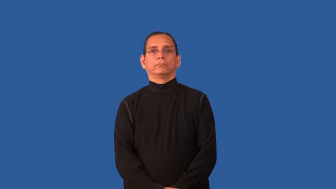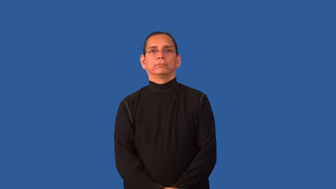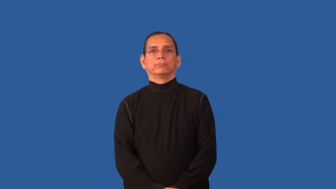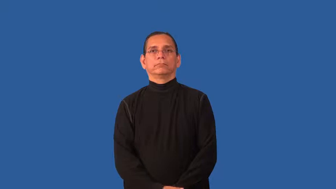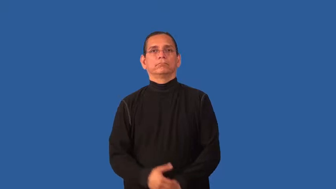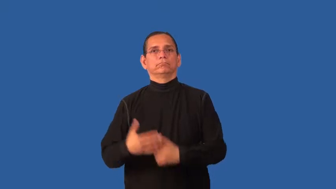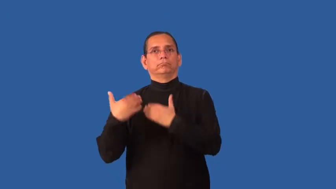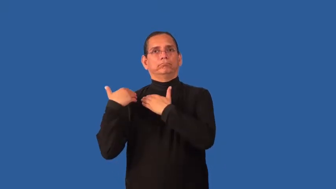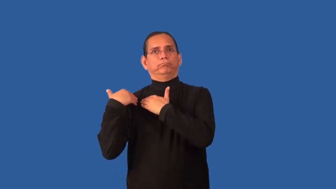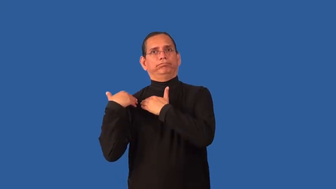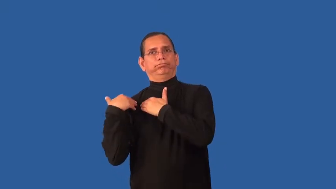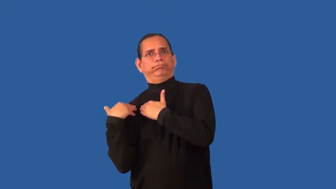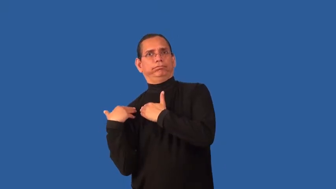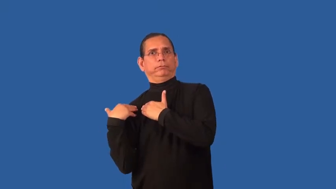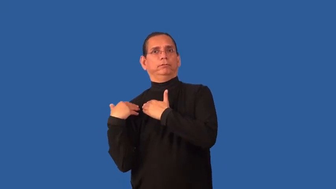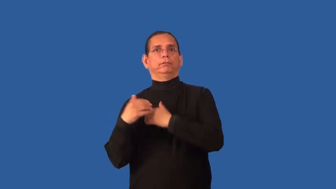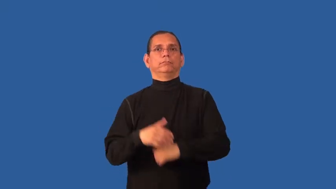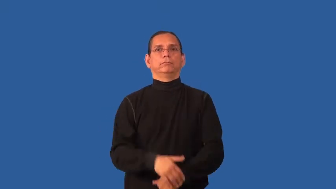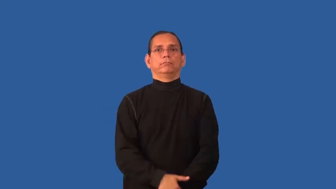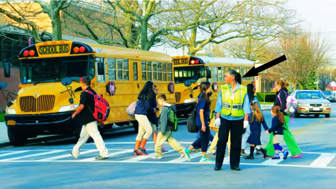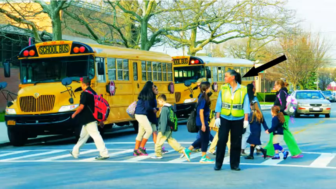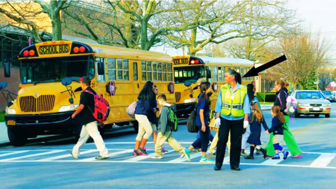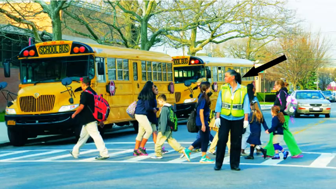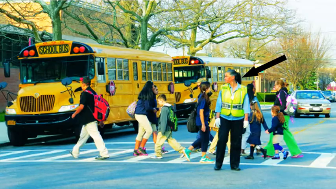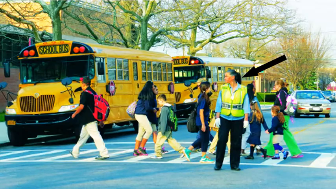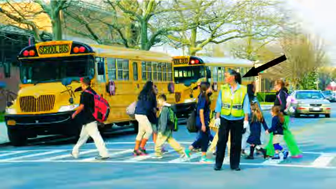charge-task responsible for